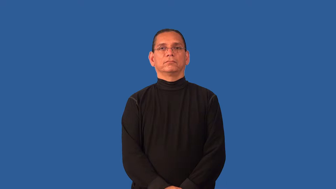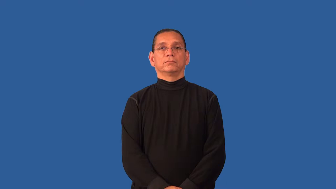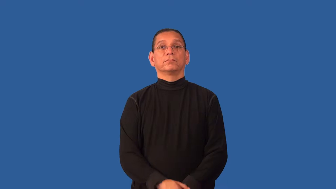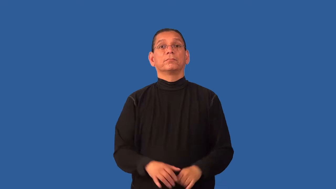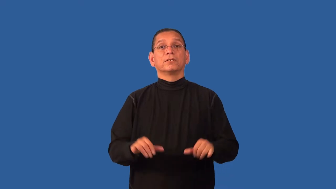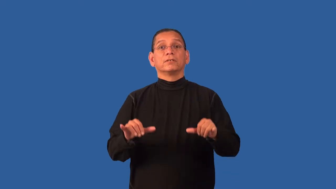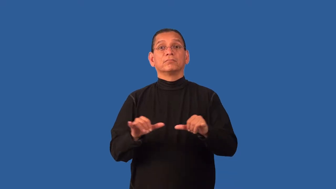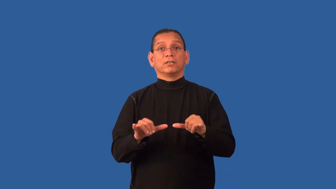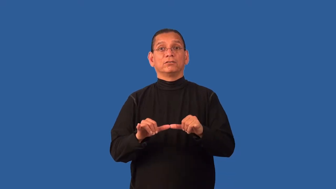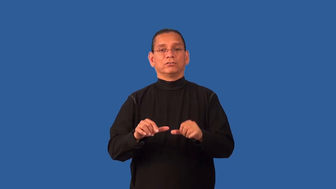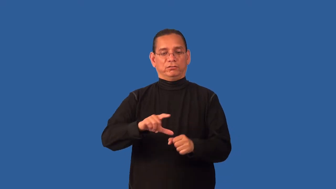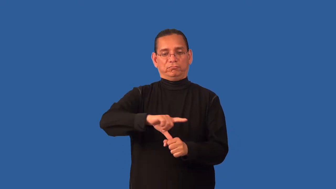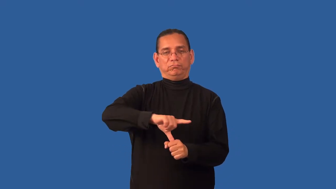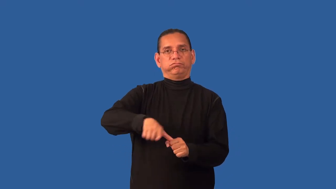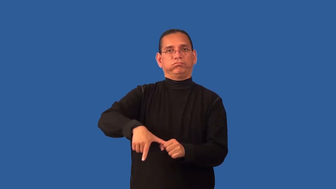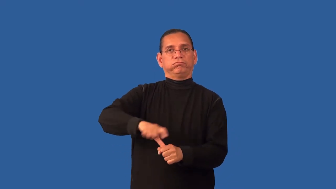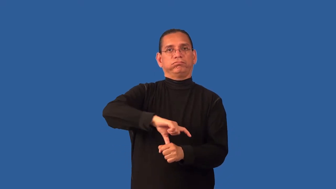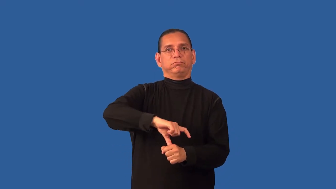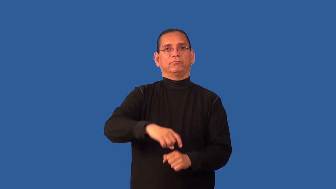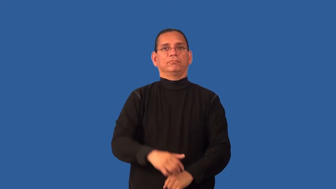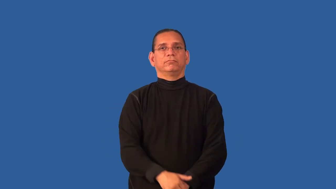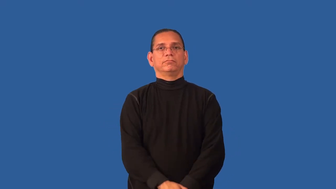density-spatial